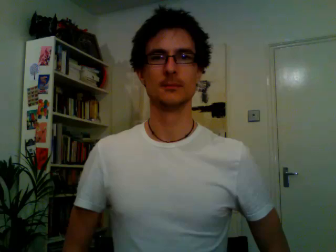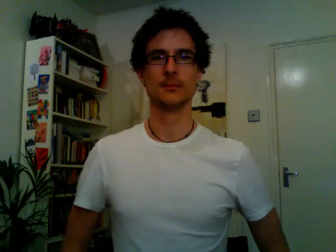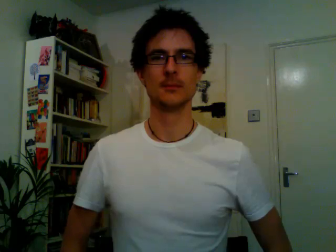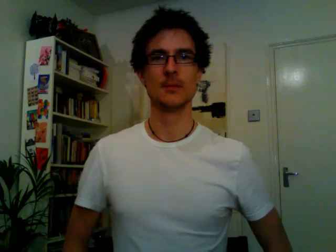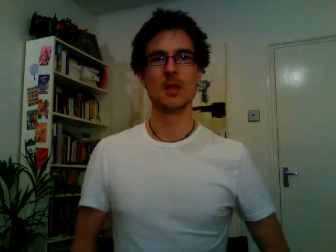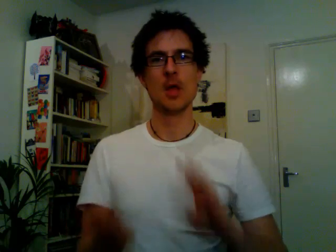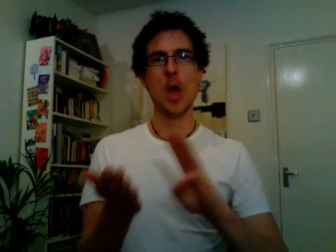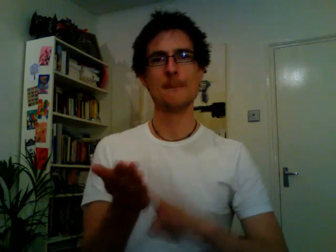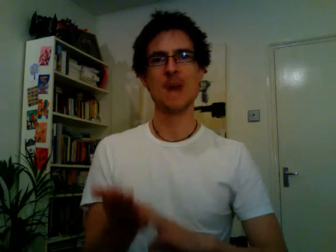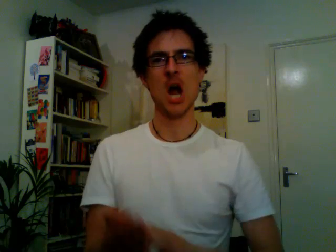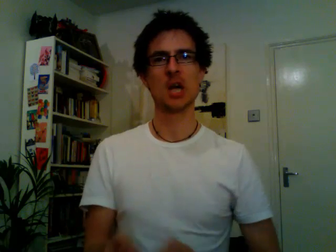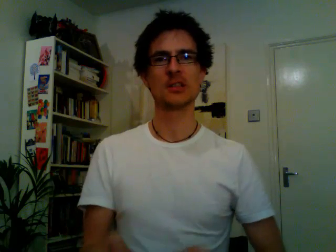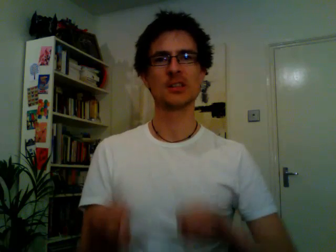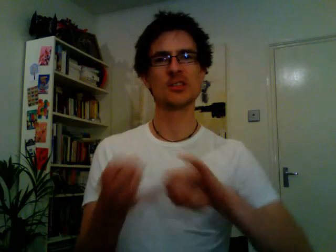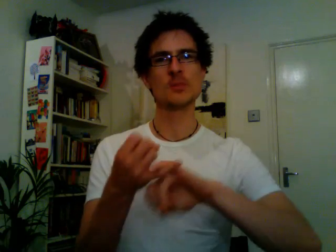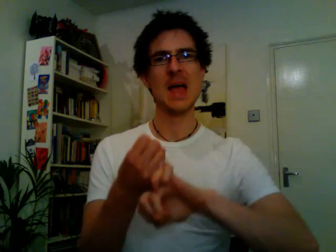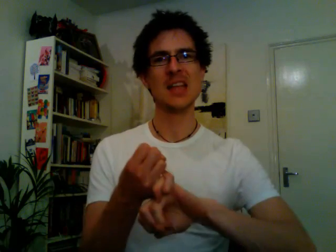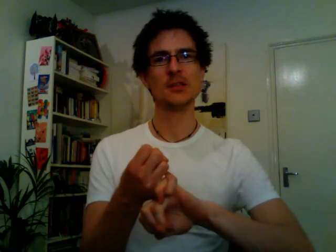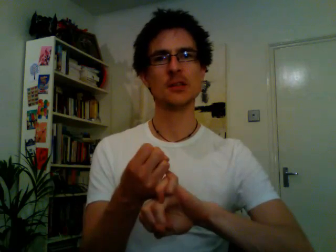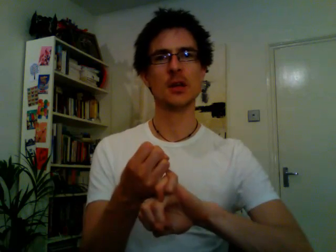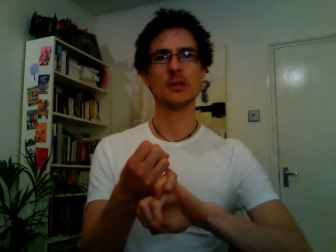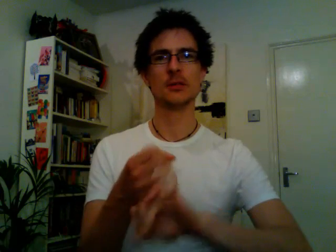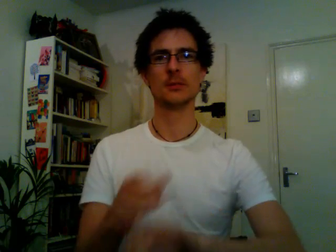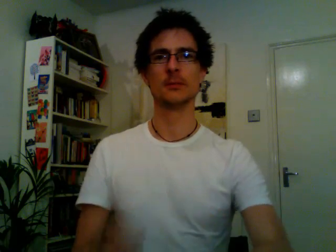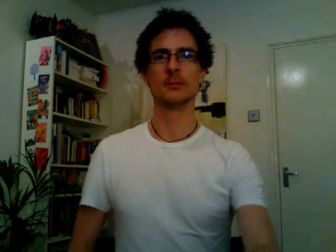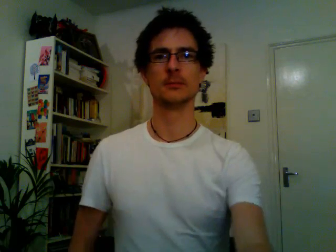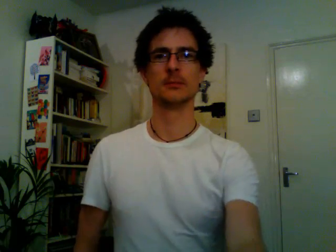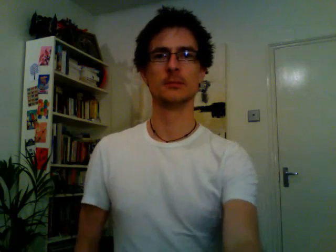marks & spencers